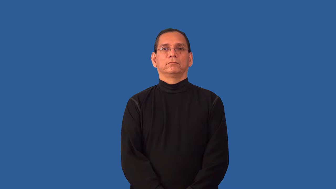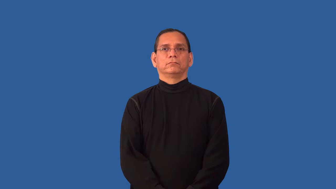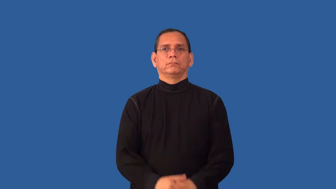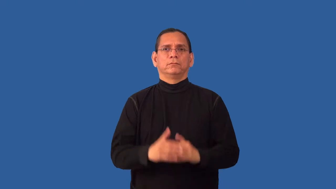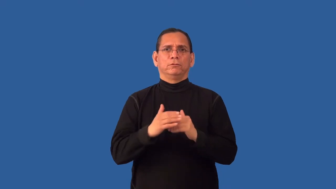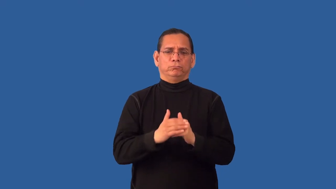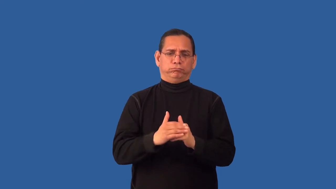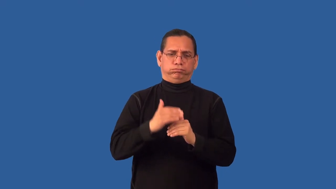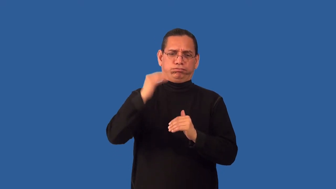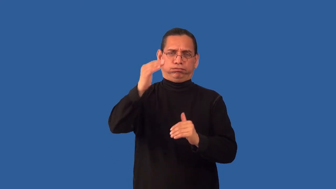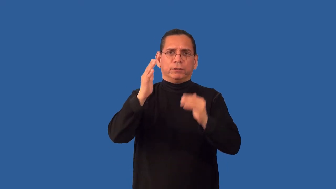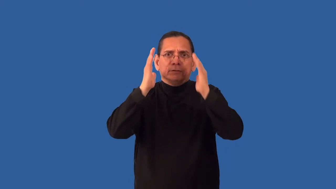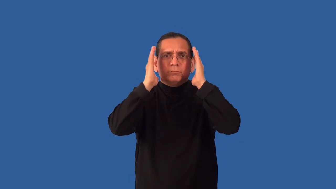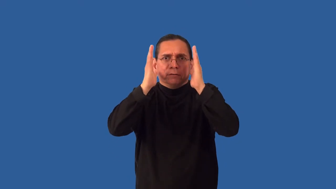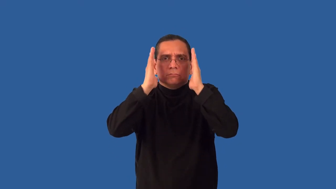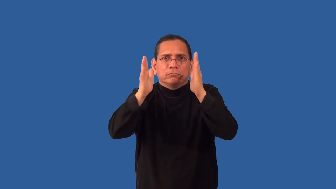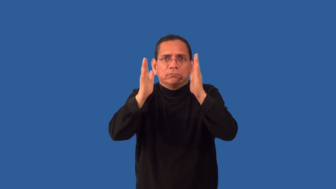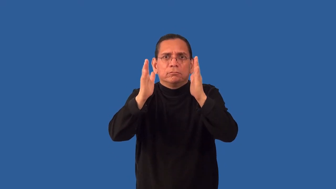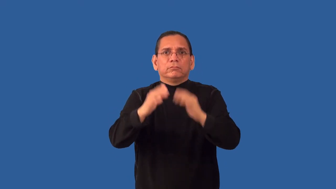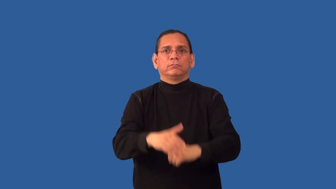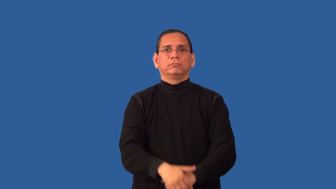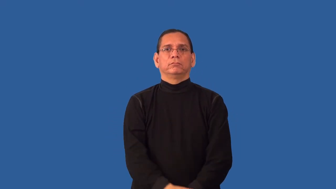overexpose-show around too much